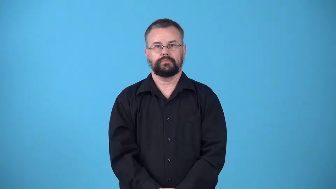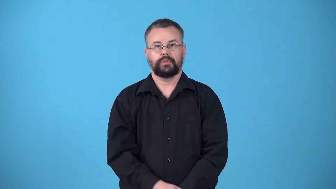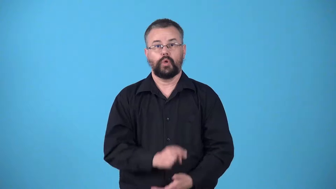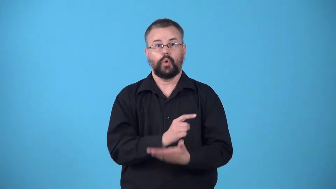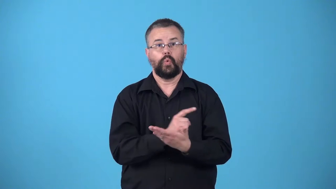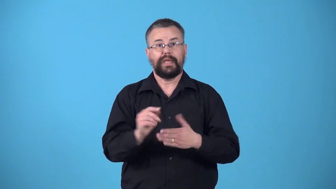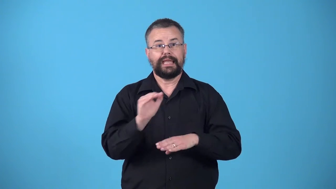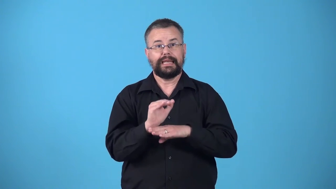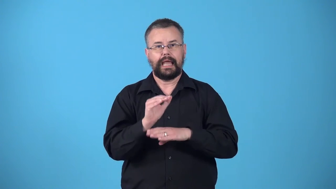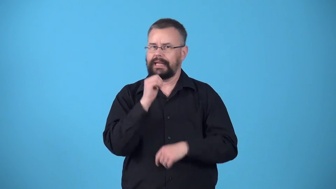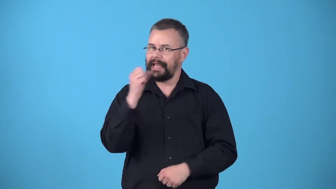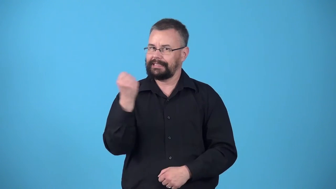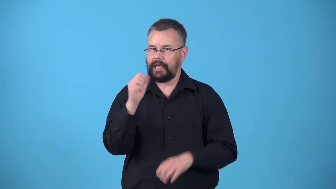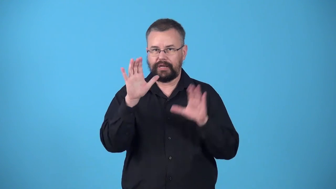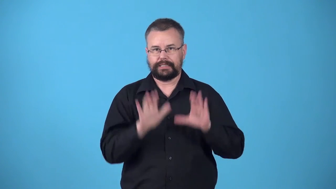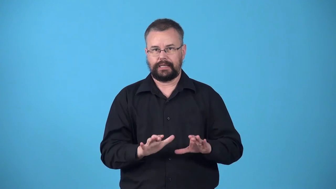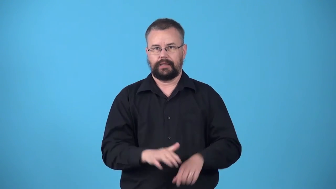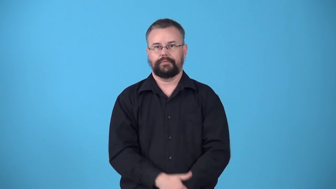weeknight